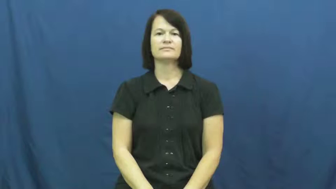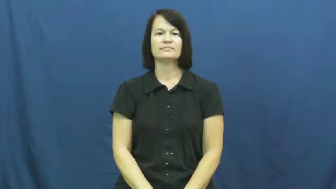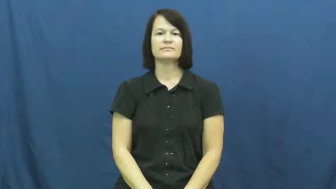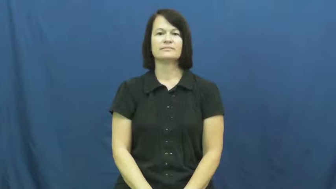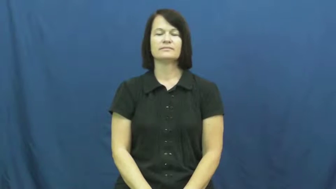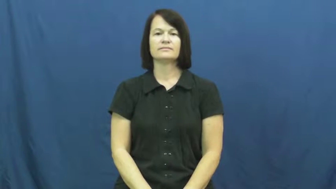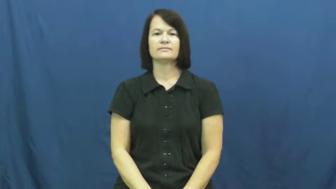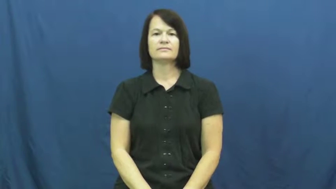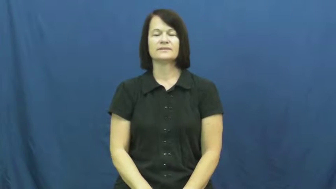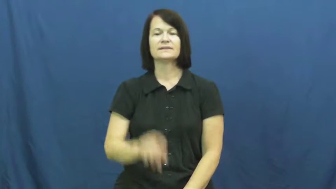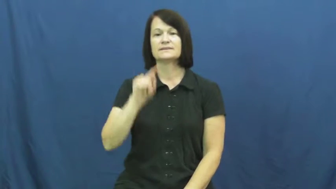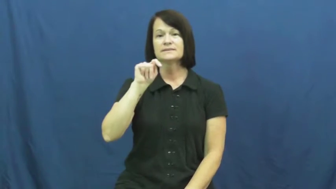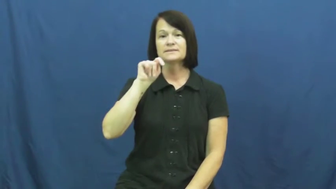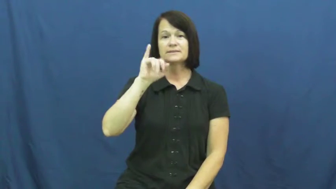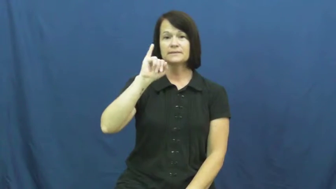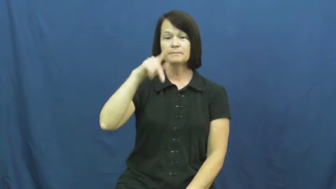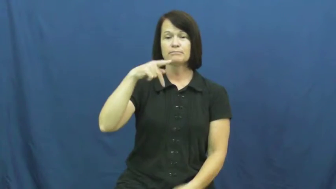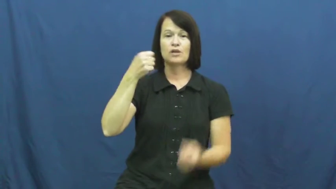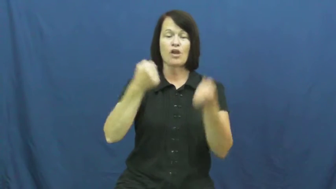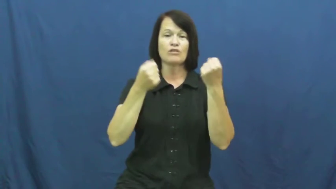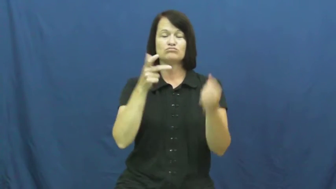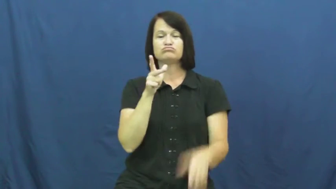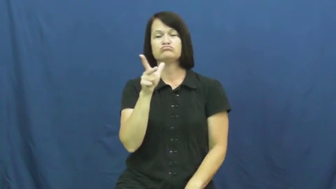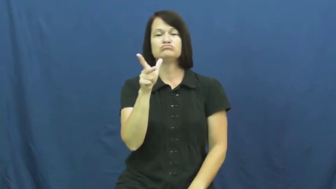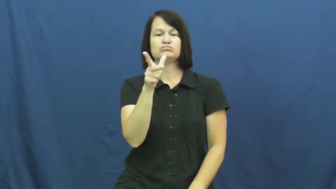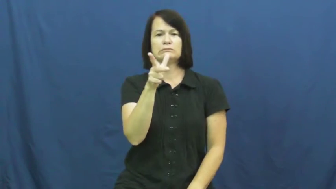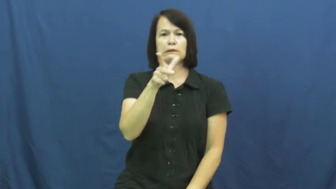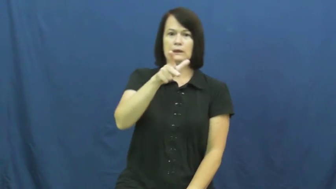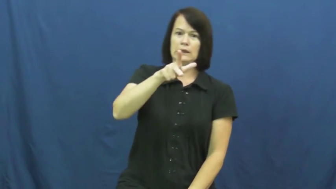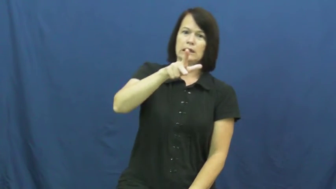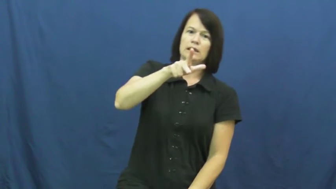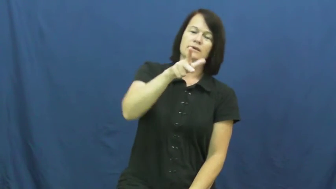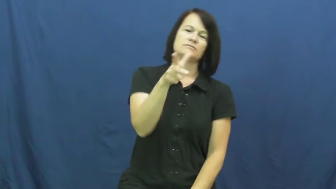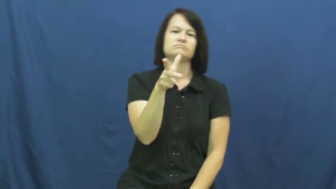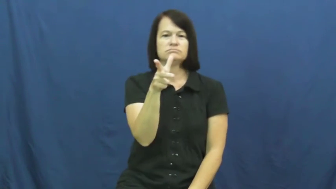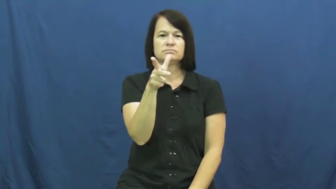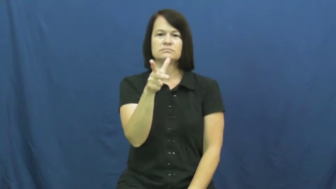tip,tip over-car almost fall over